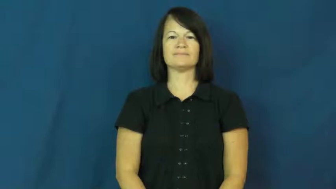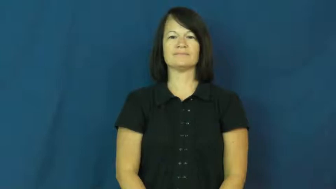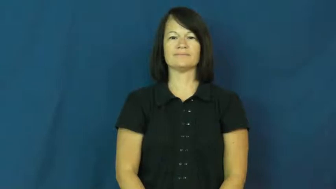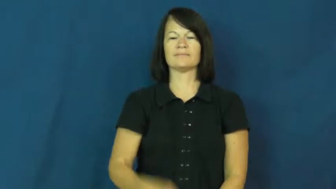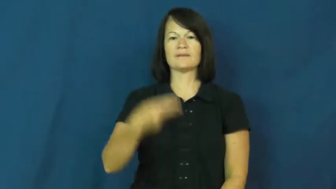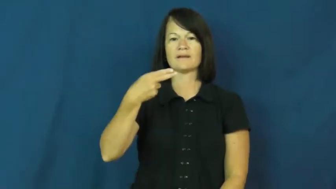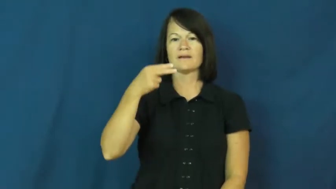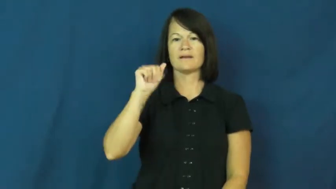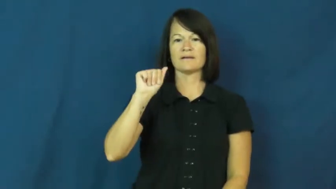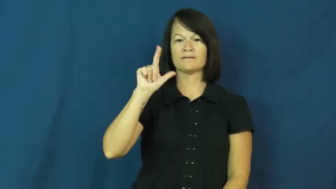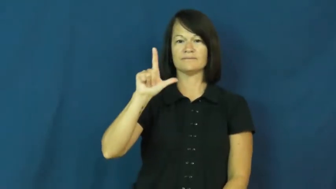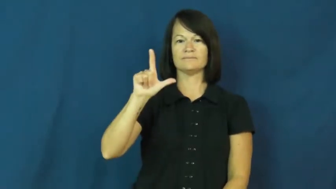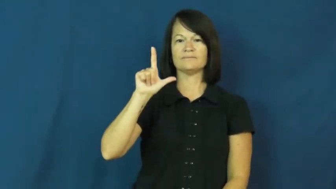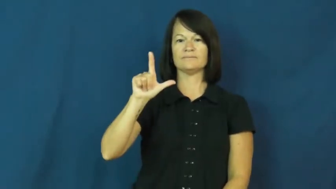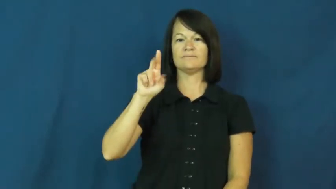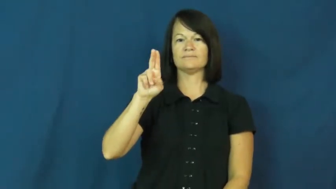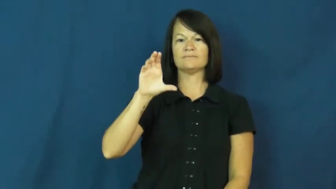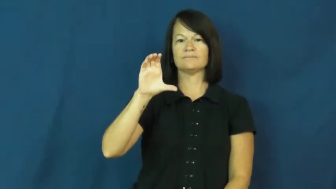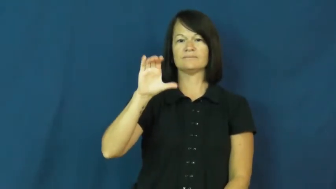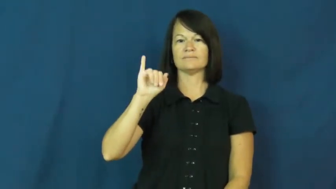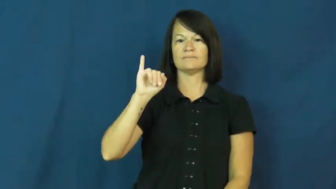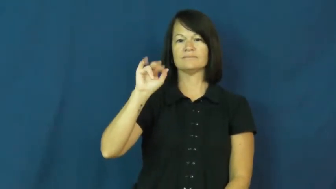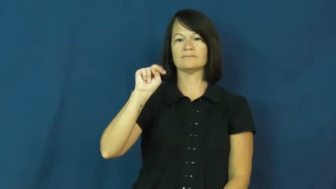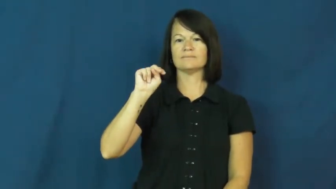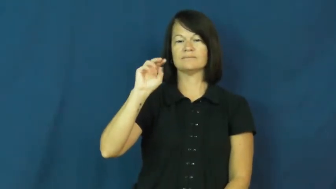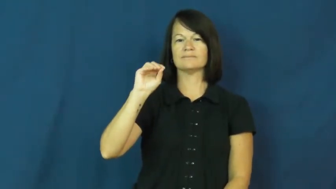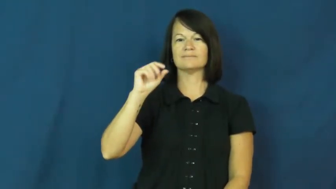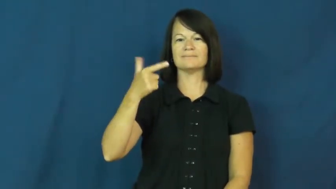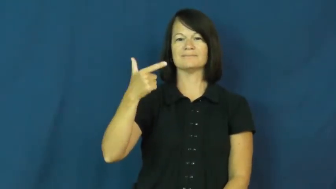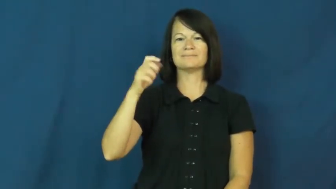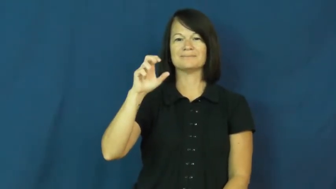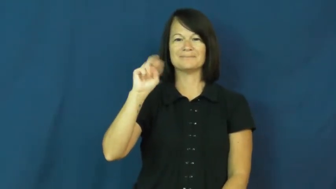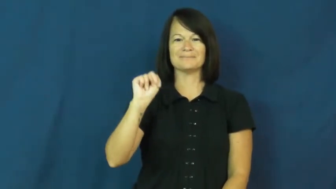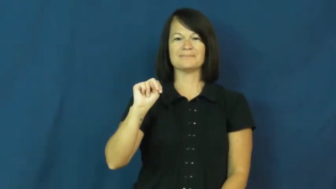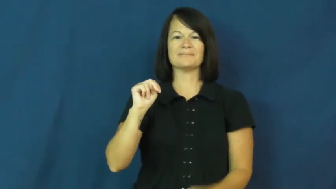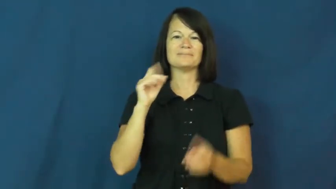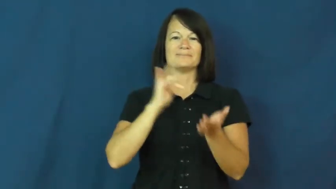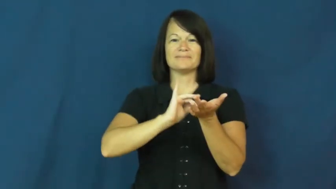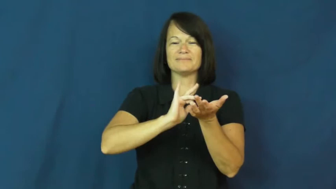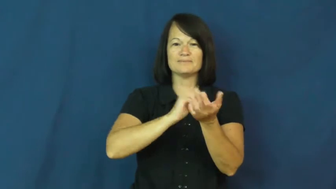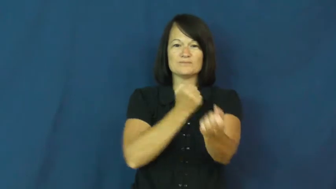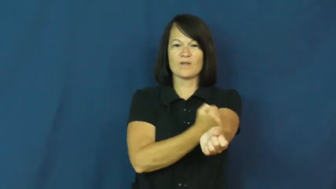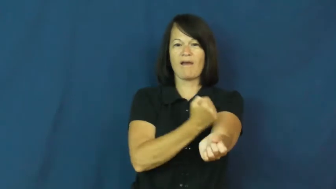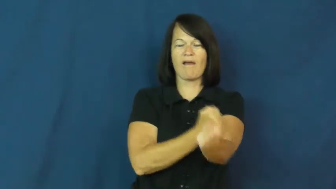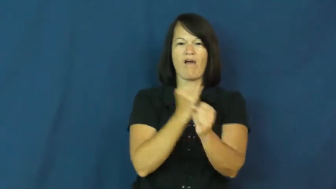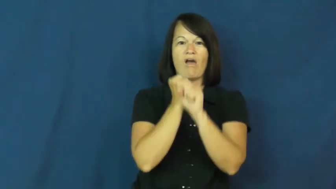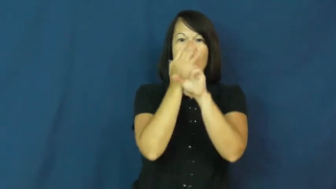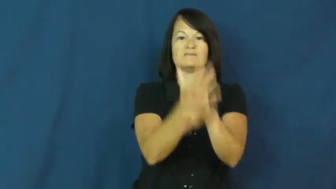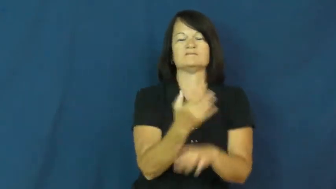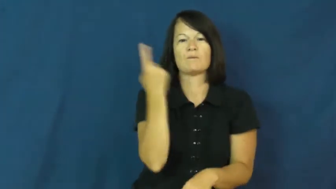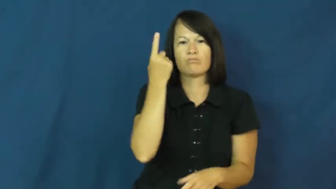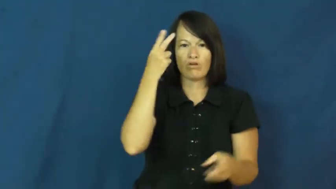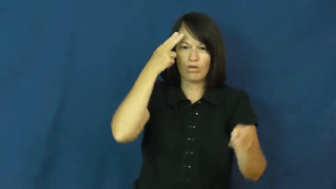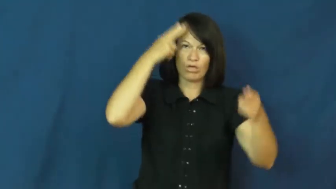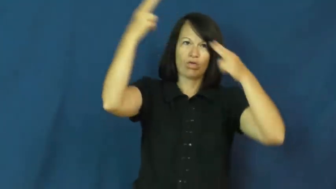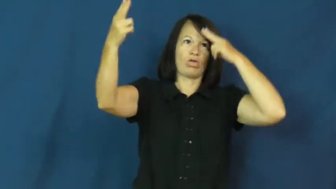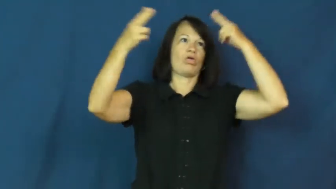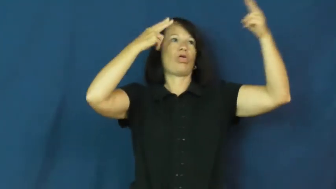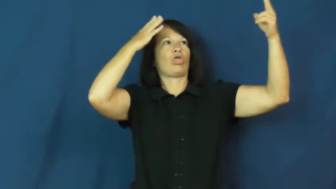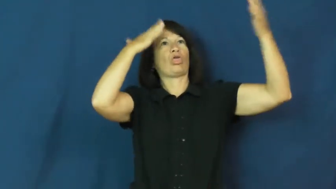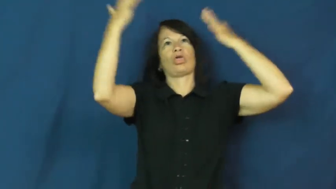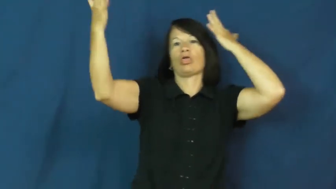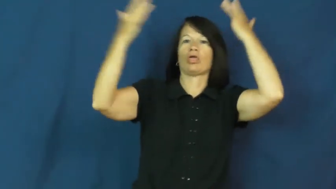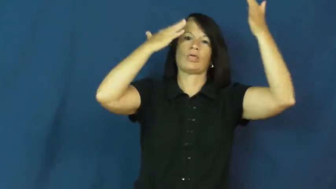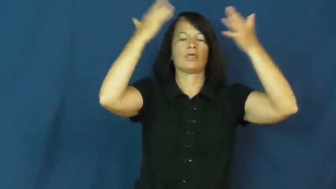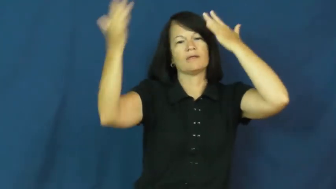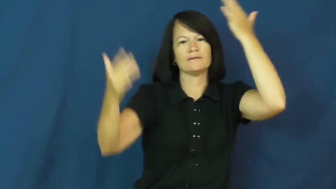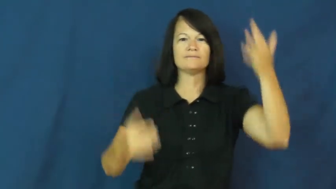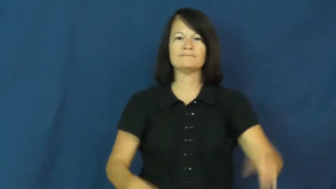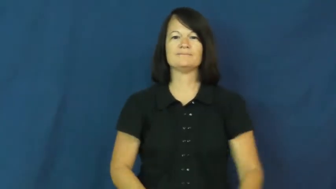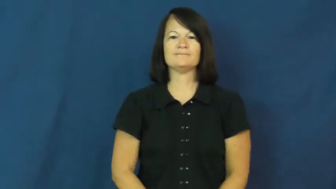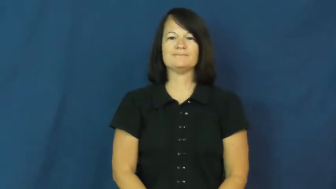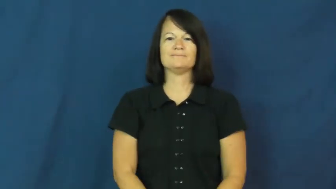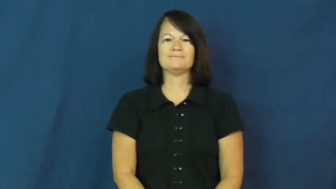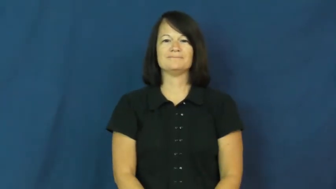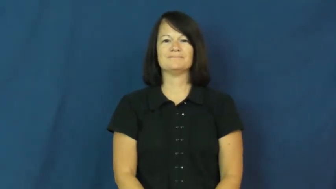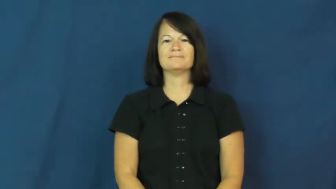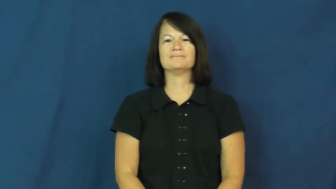hallucinogen